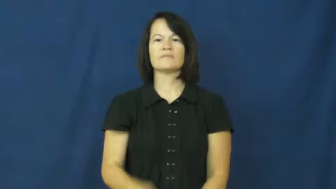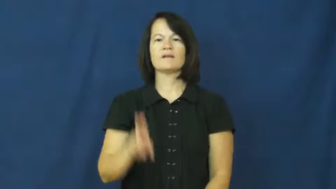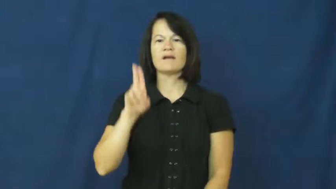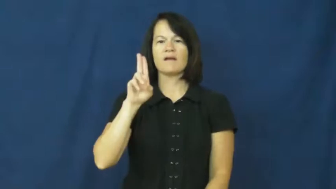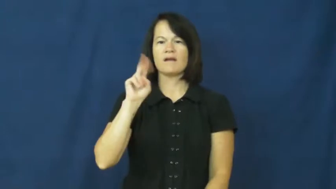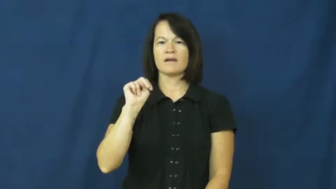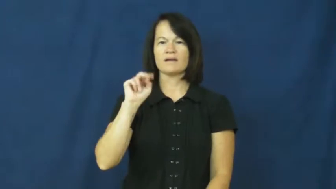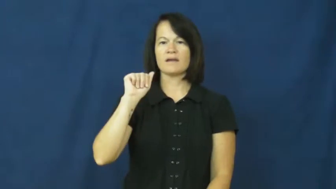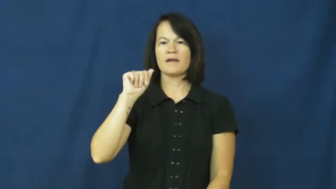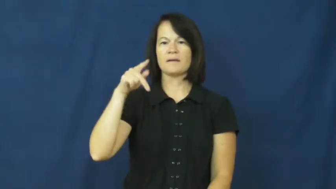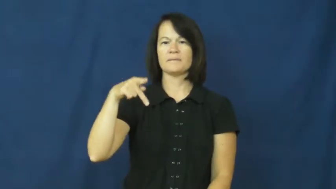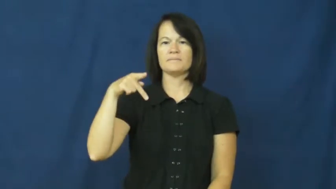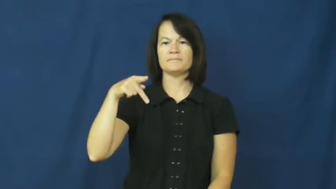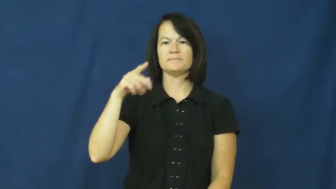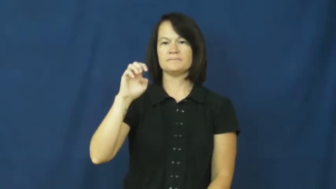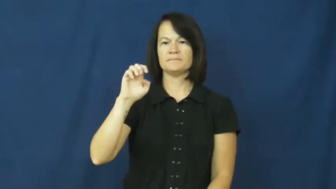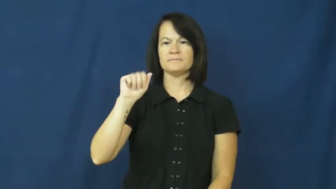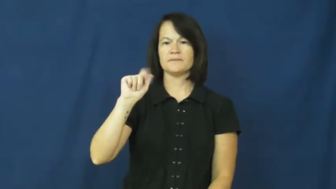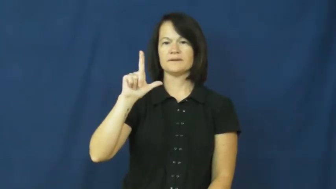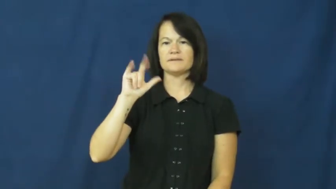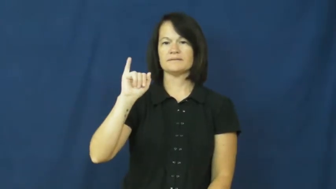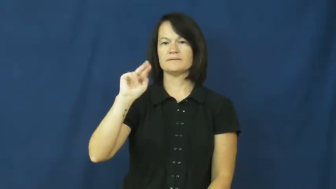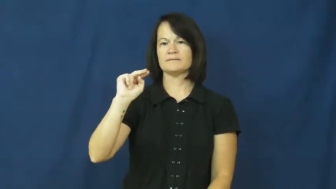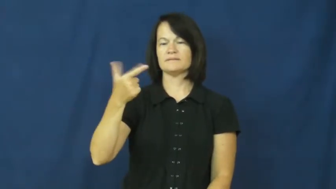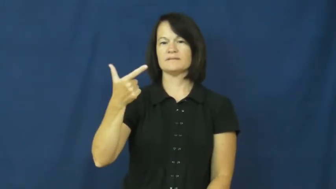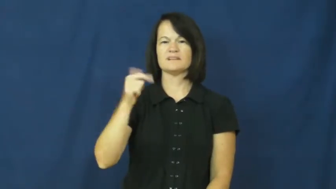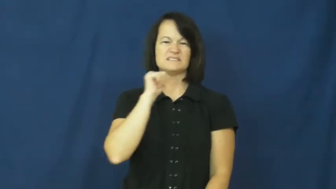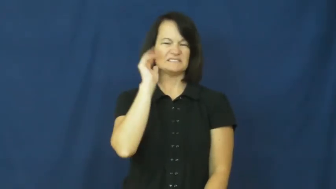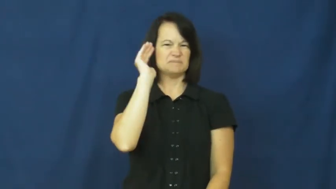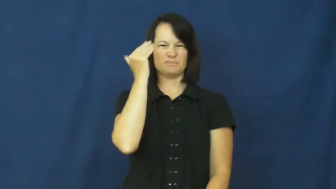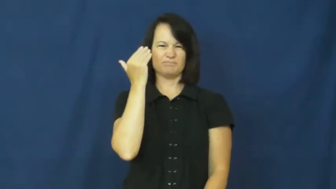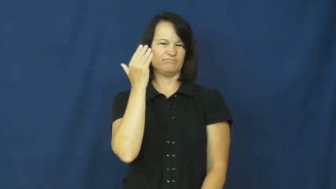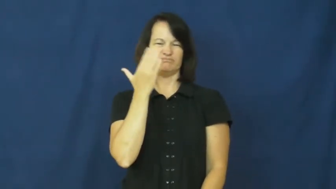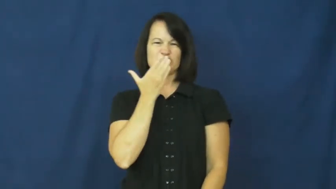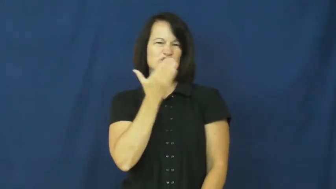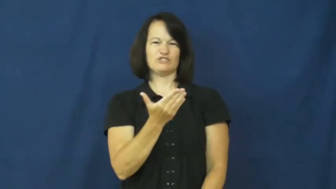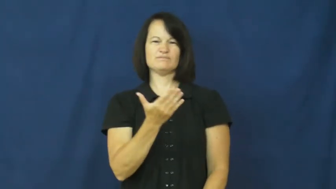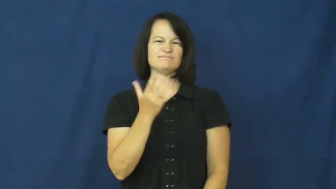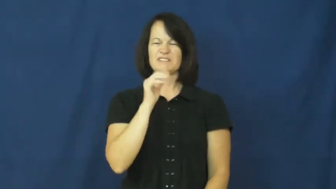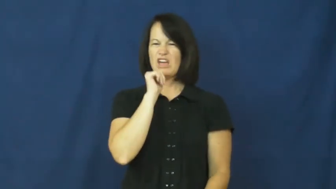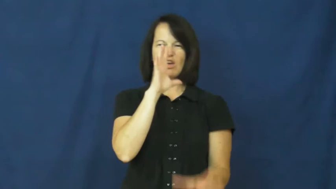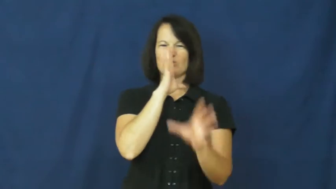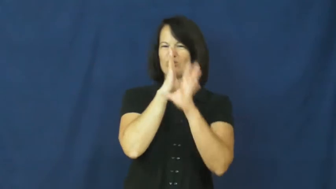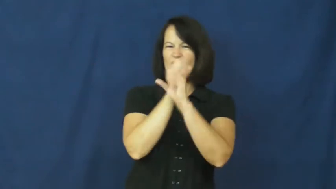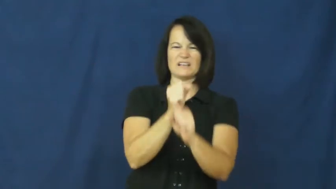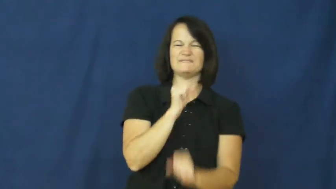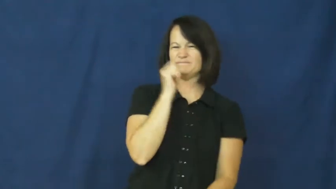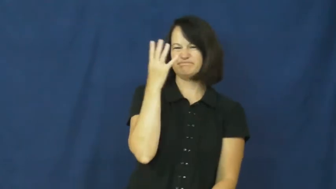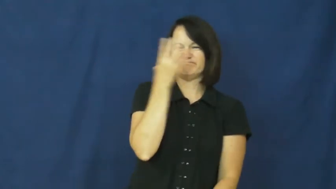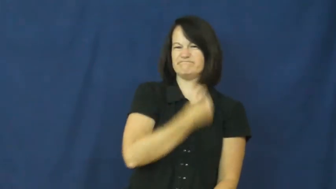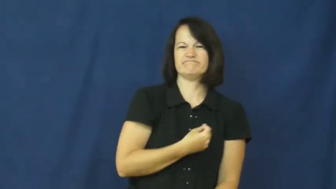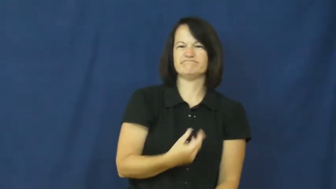unappealing